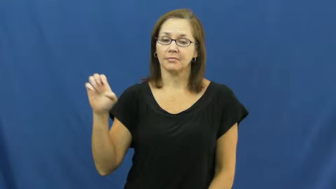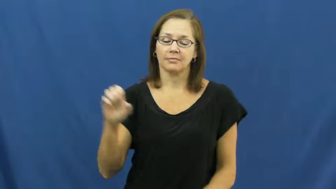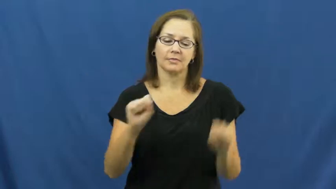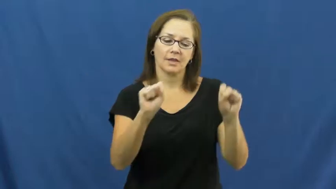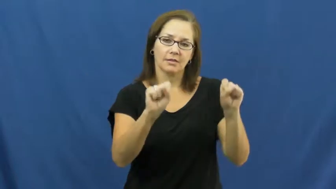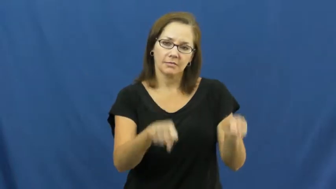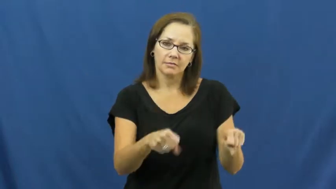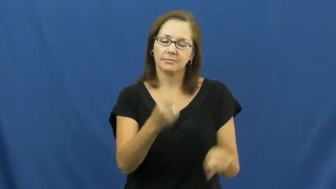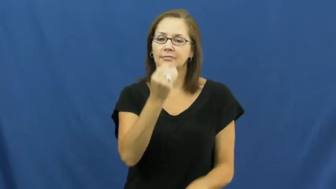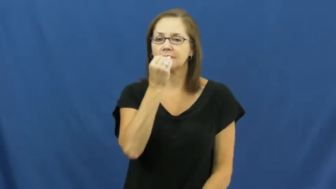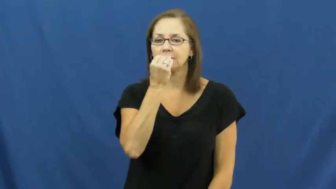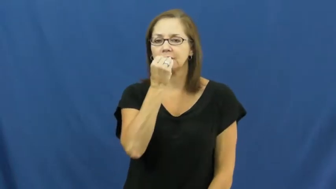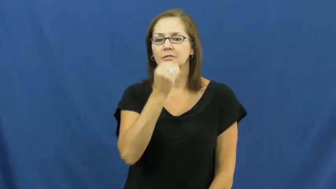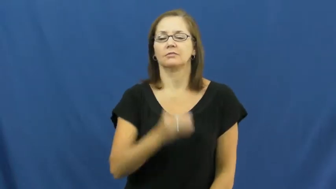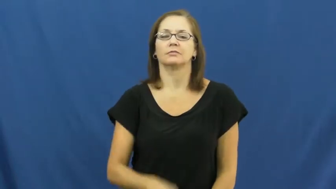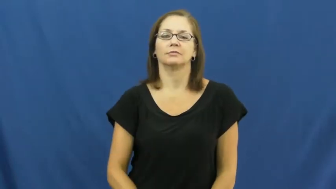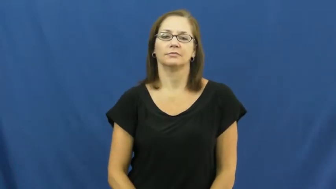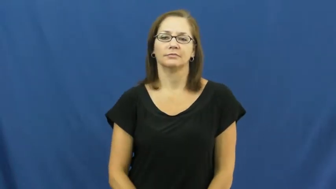edible,comestible,ingestible,eatable